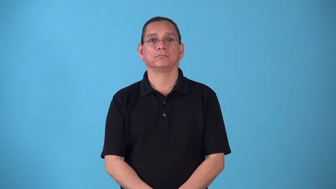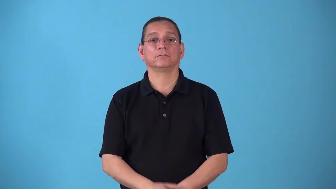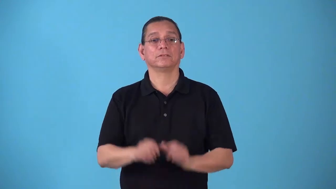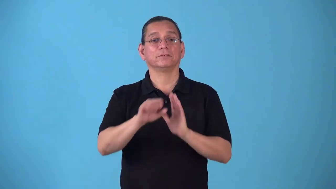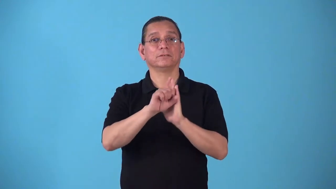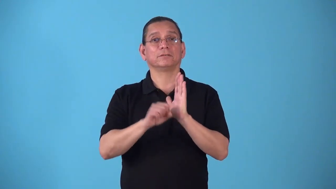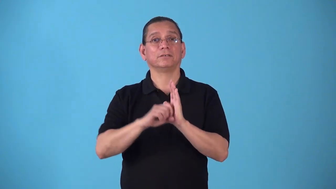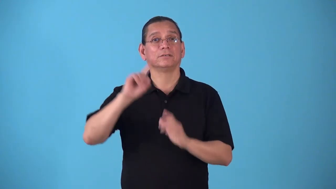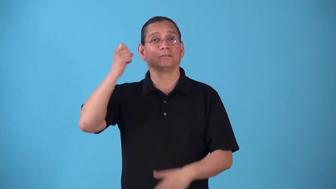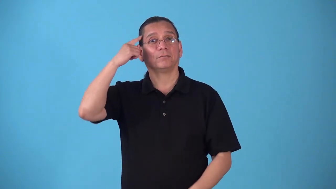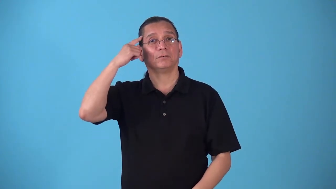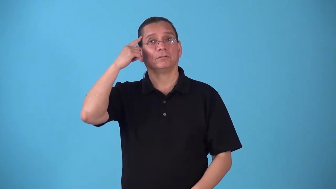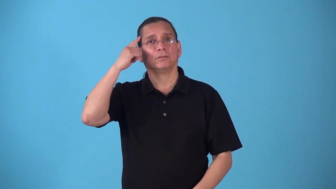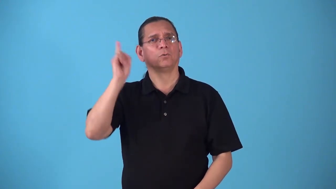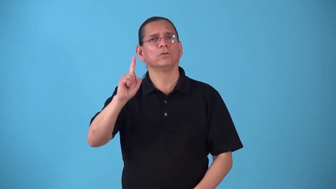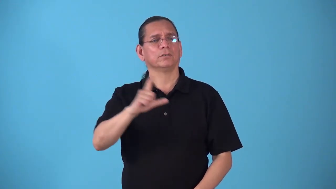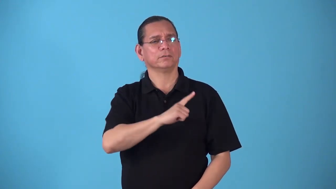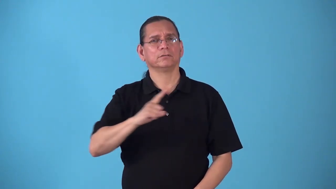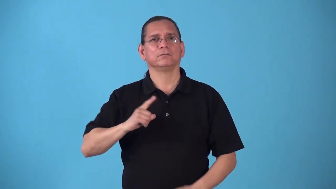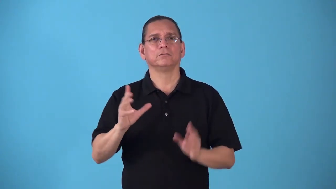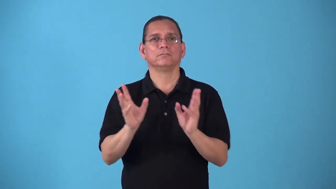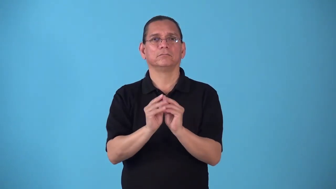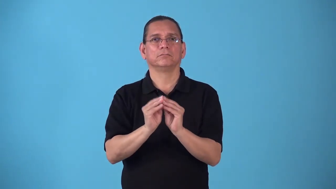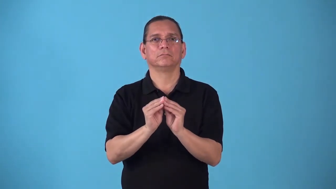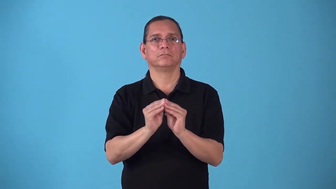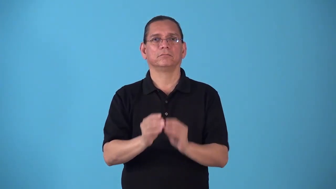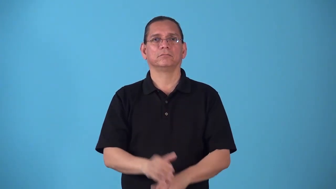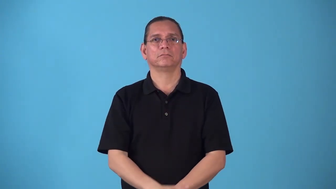statehouse